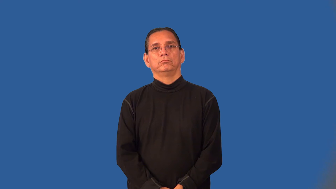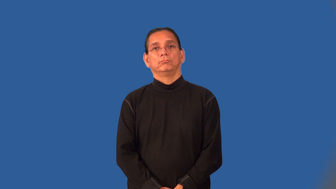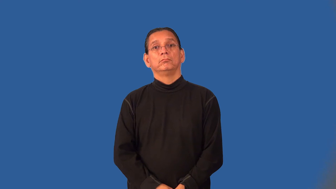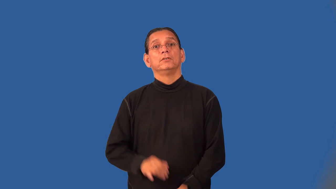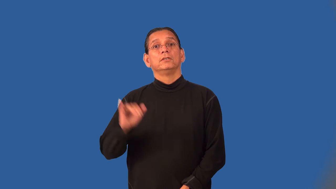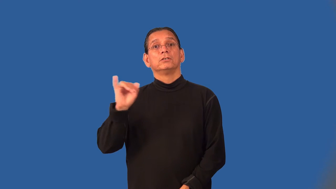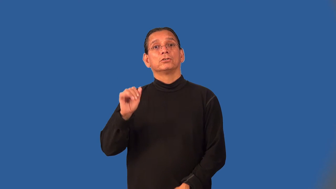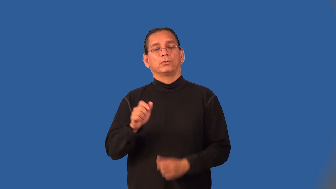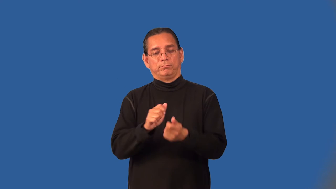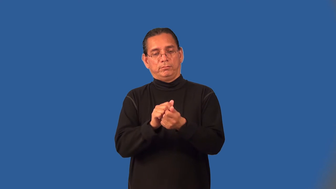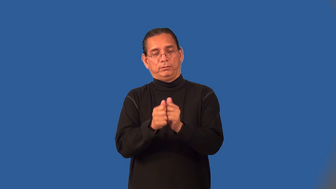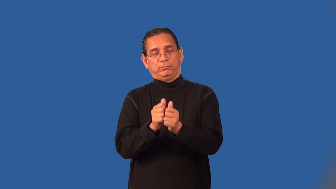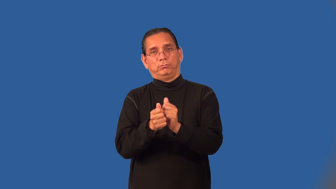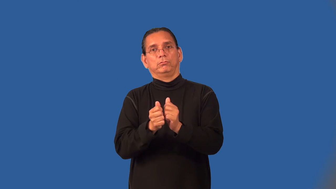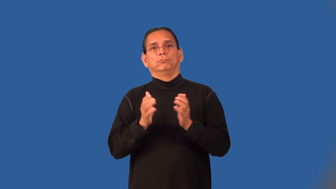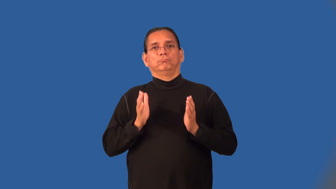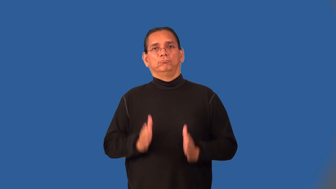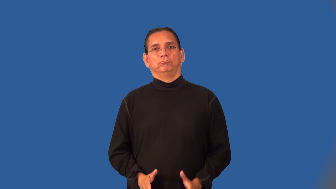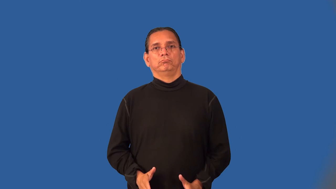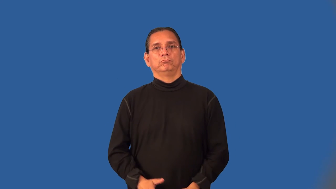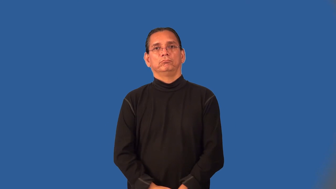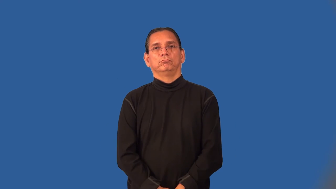adjuster